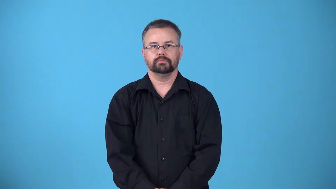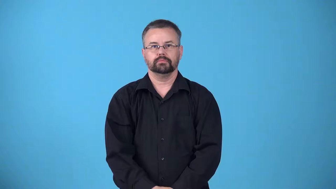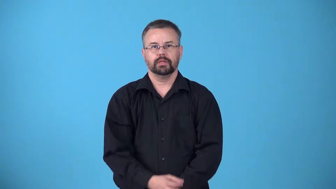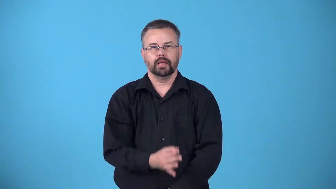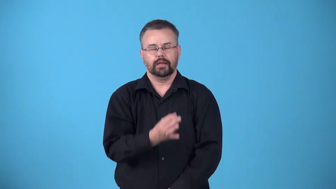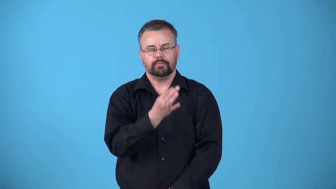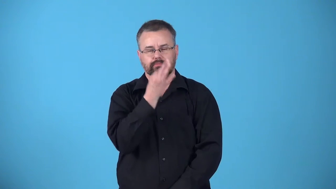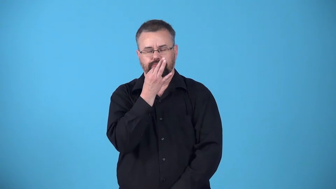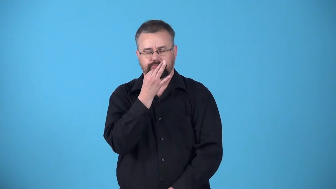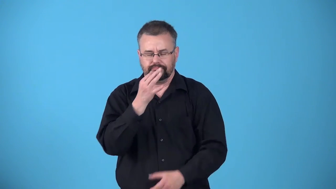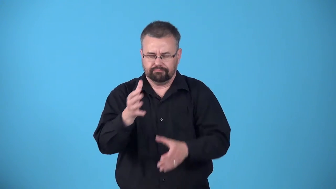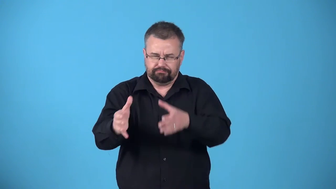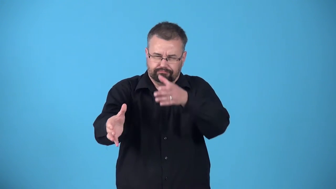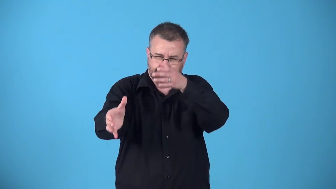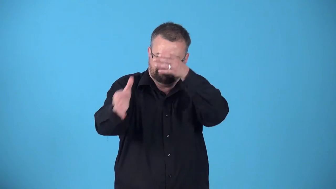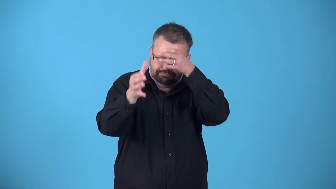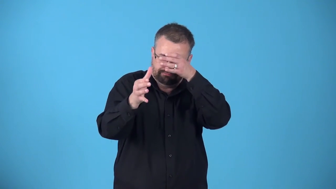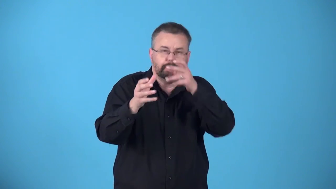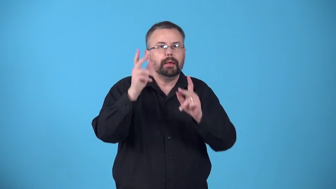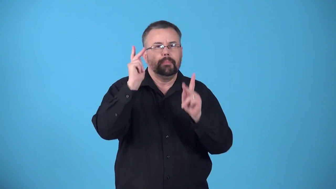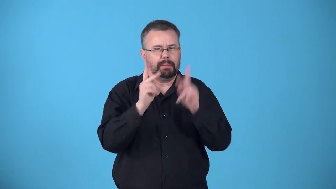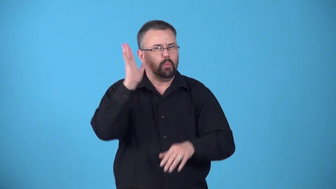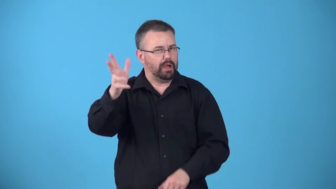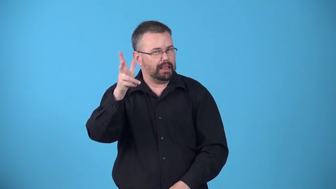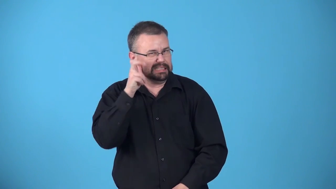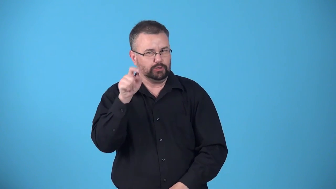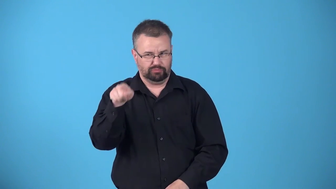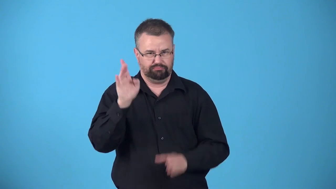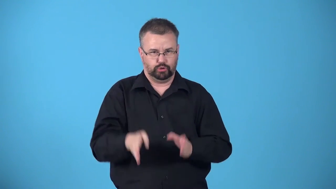authority-person